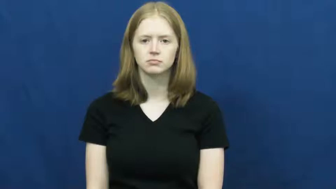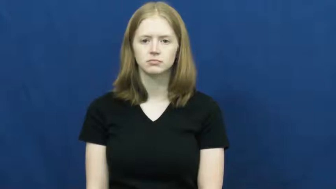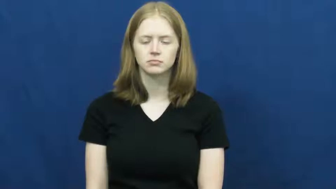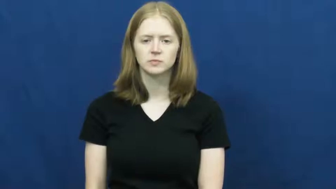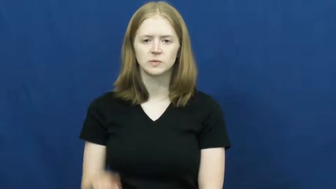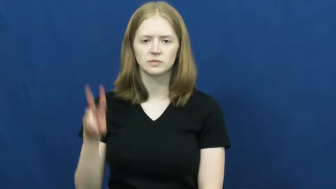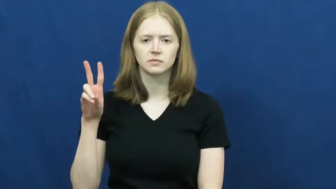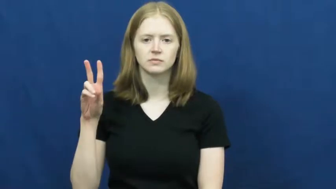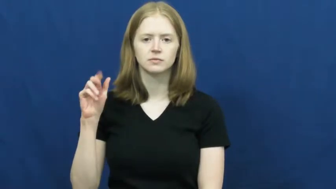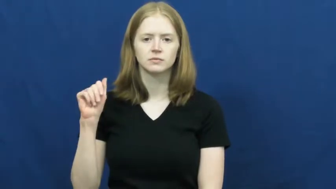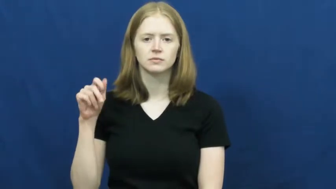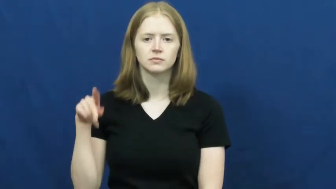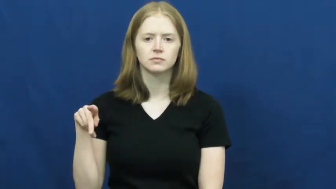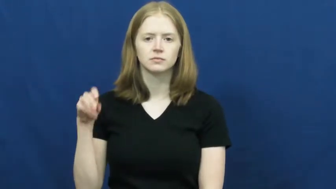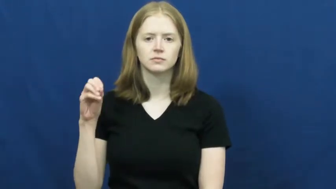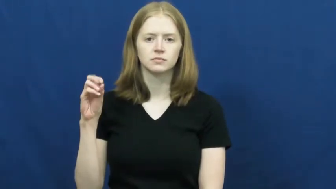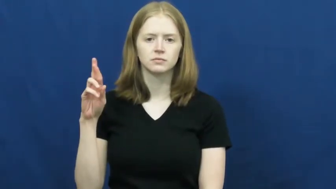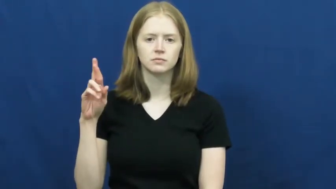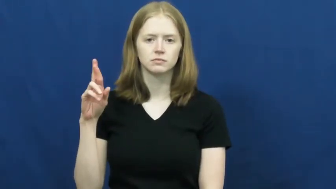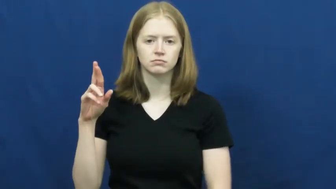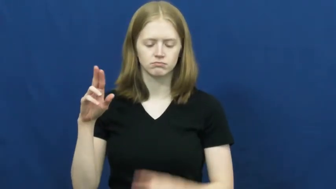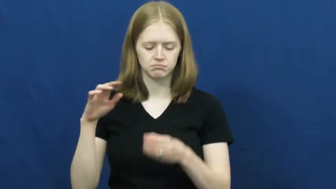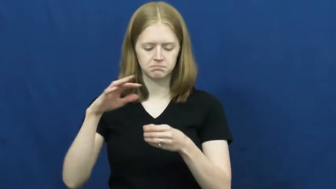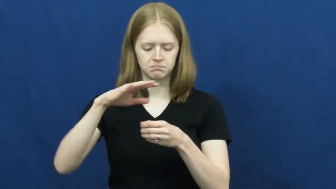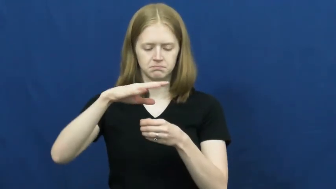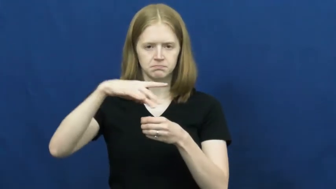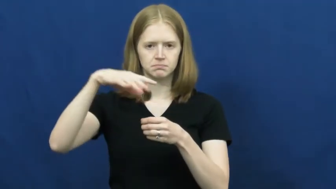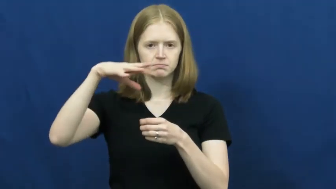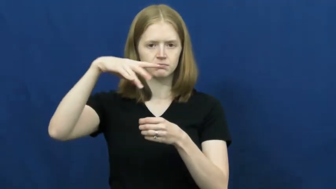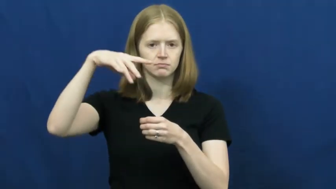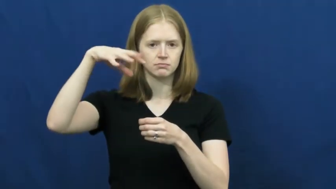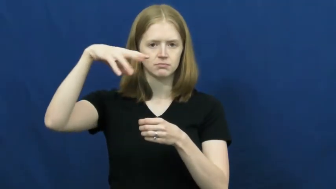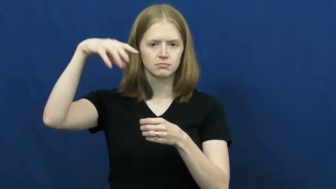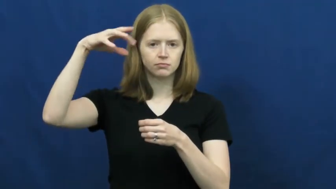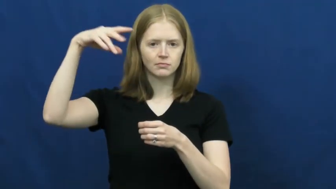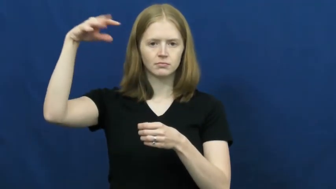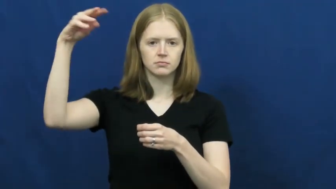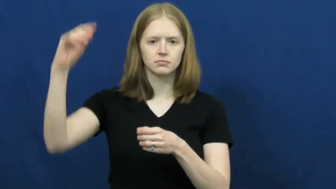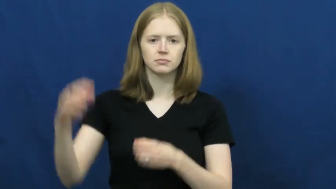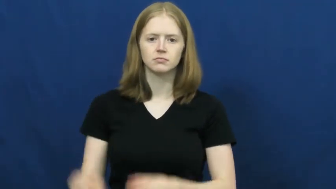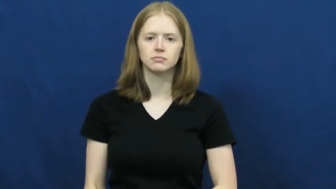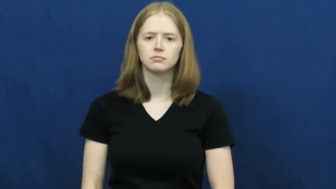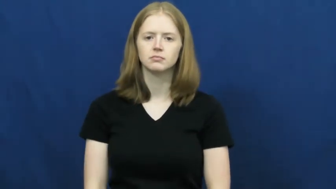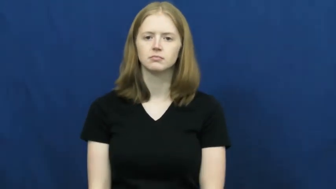vapor